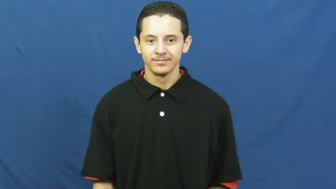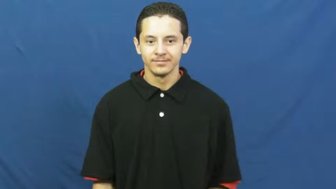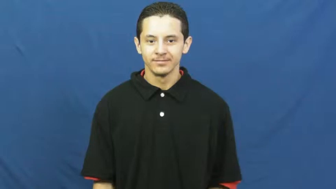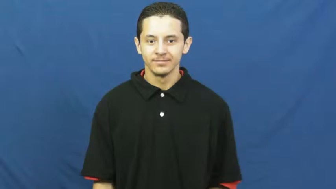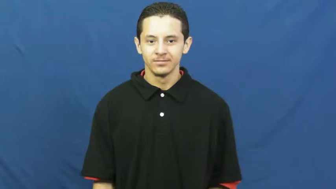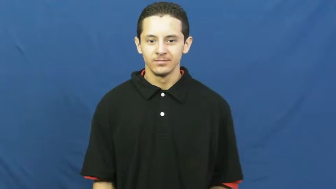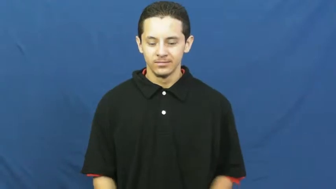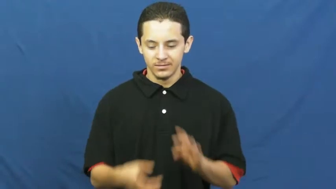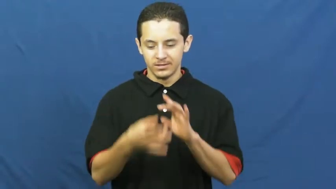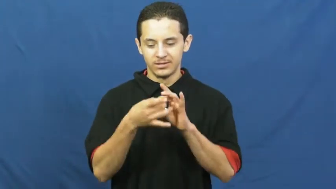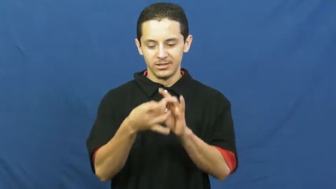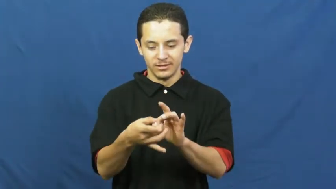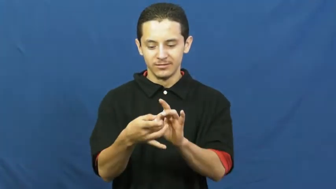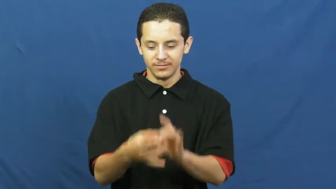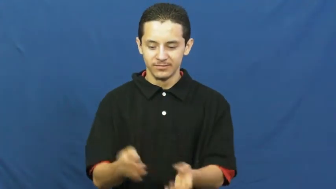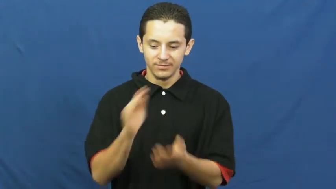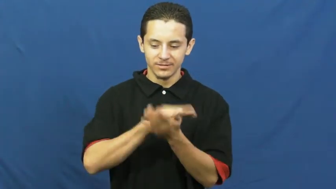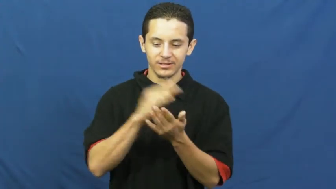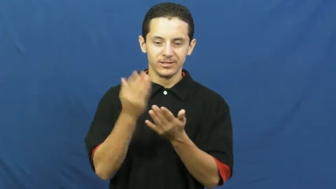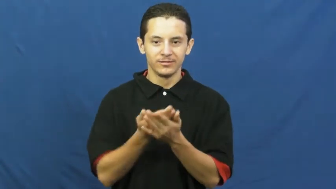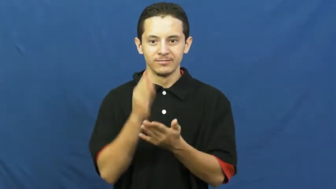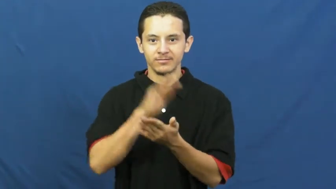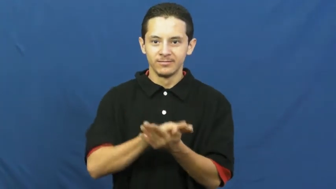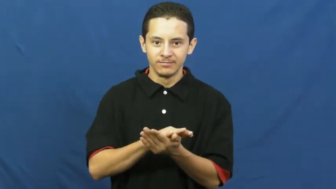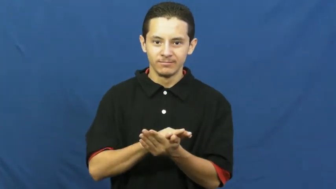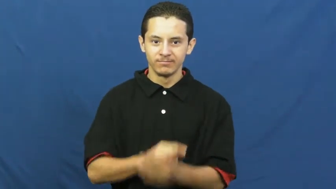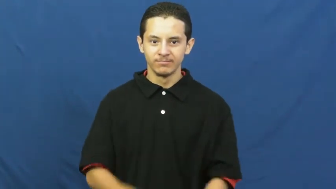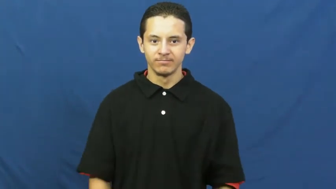culinary